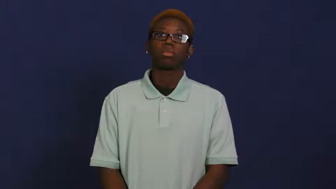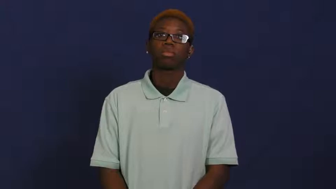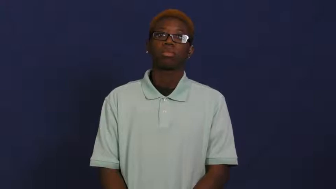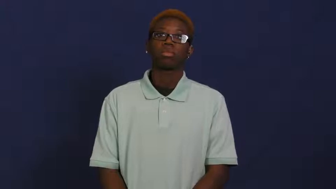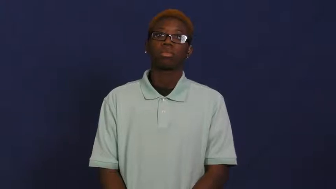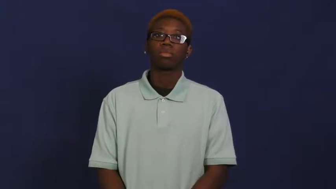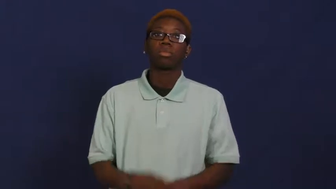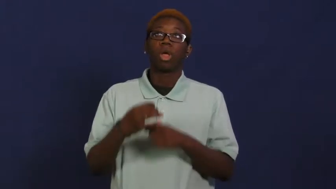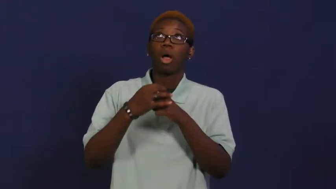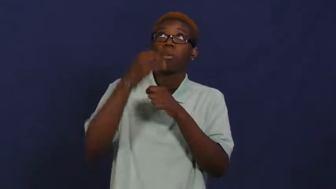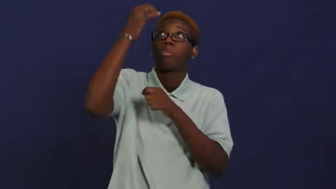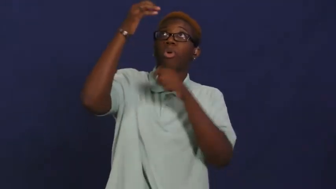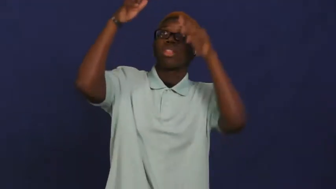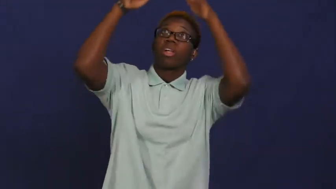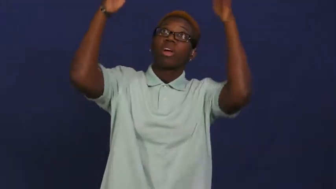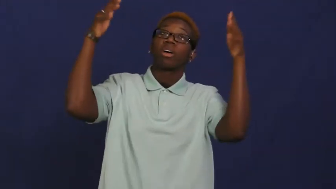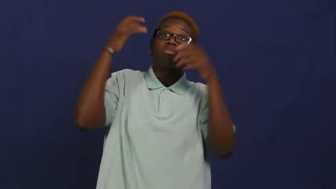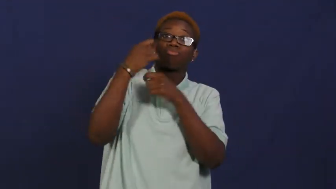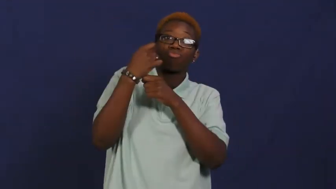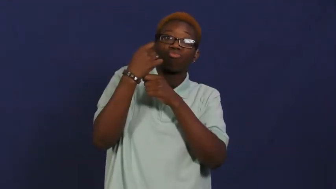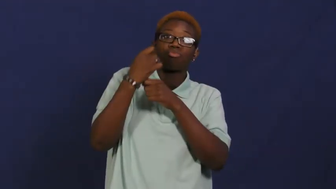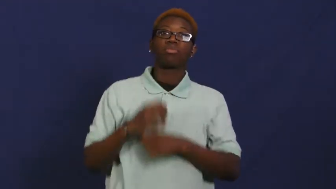parasol